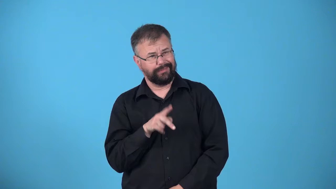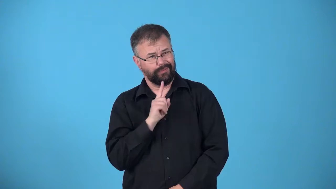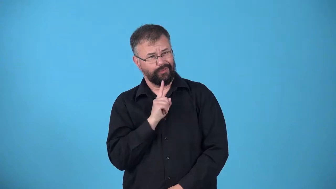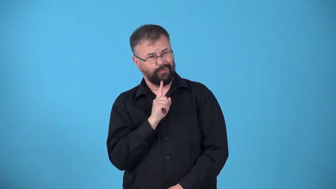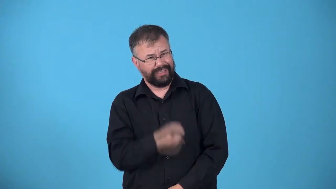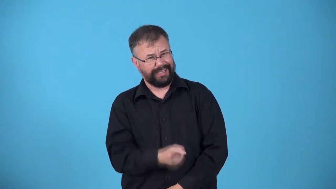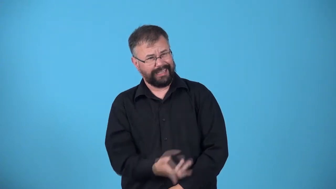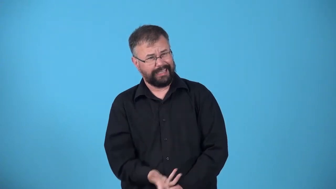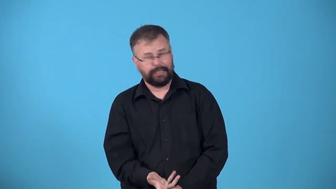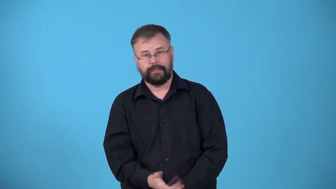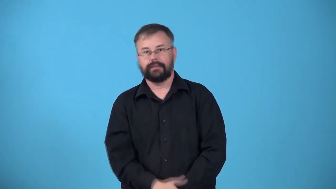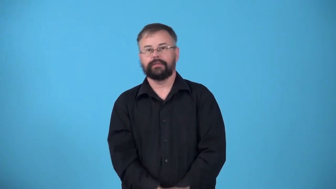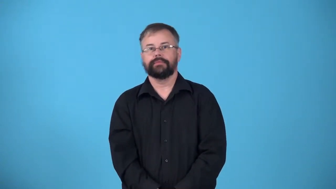really-response